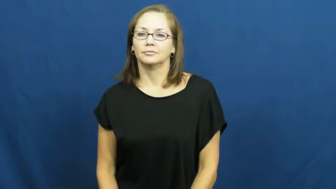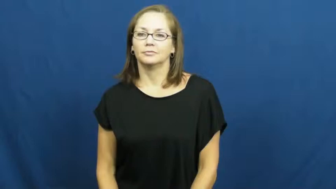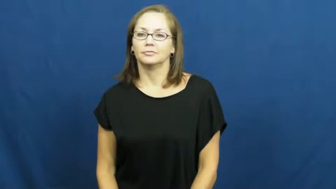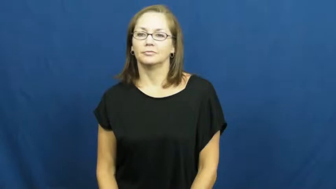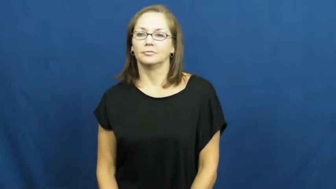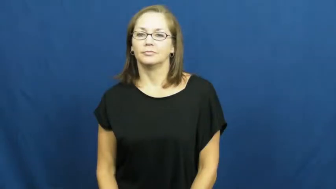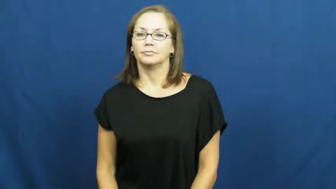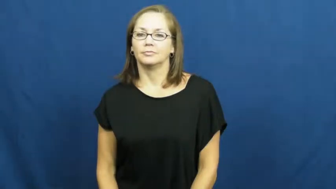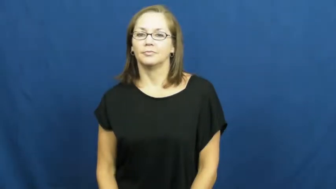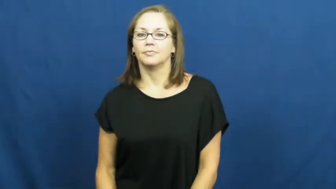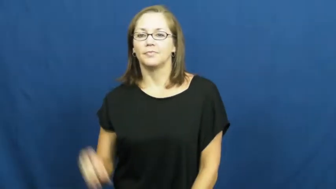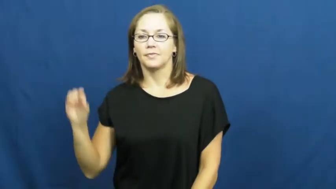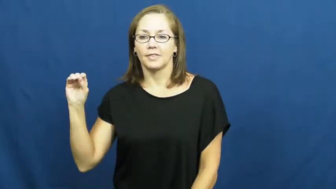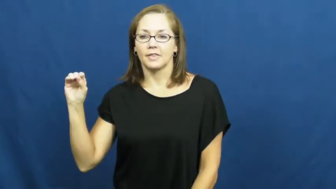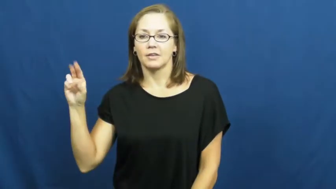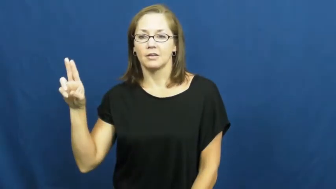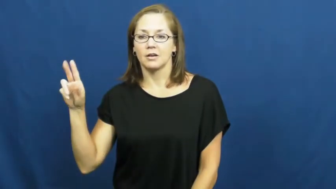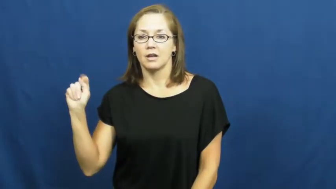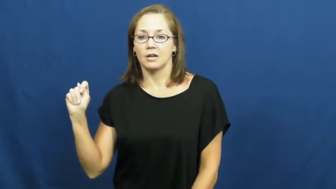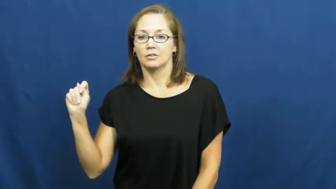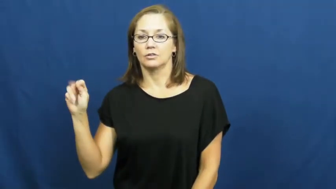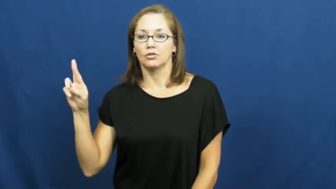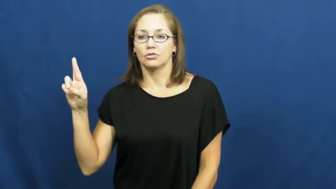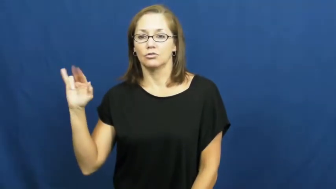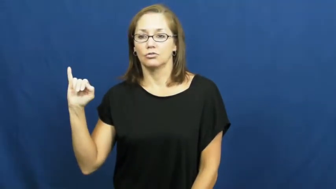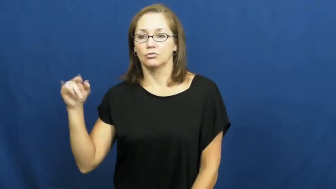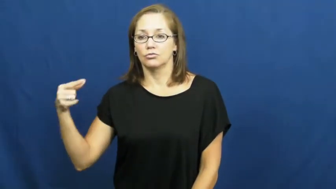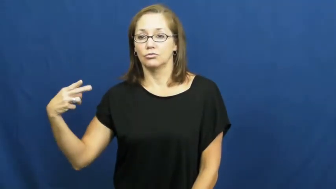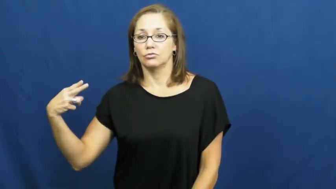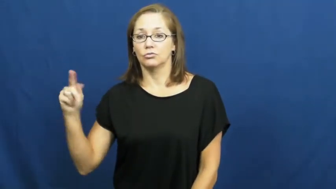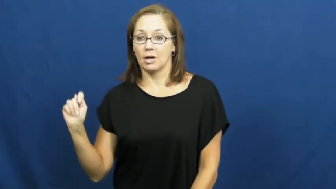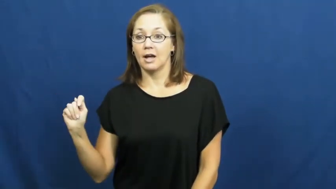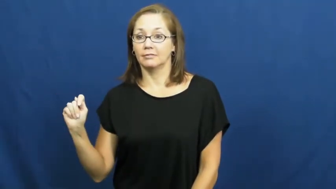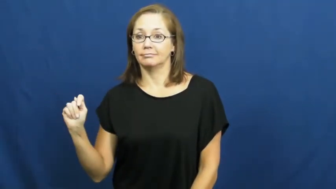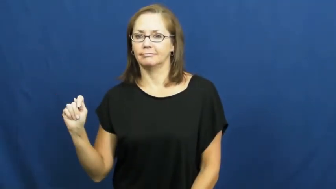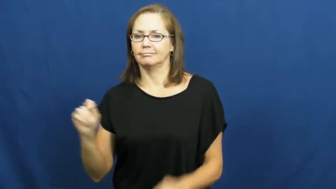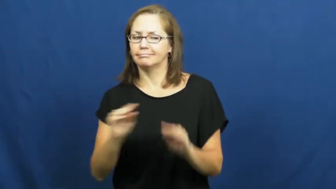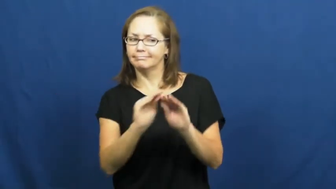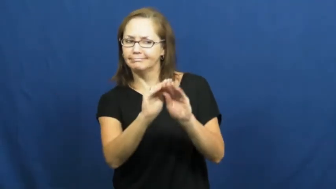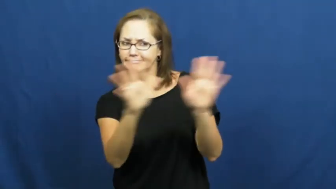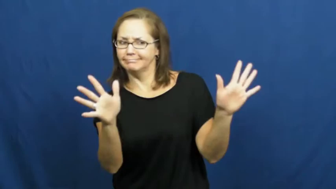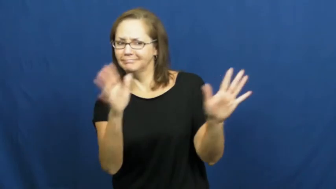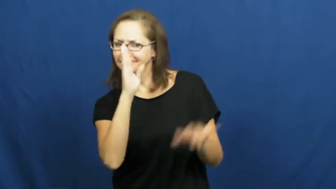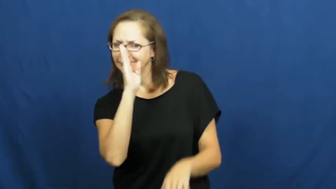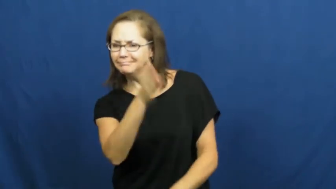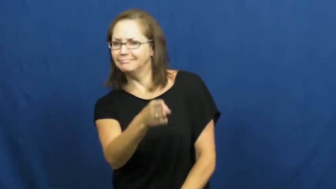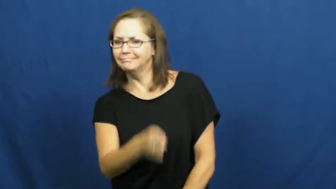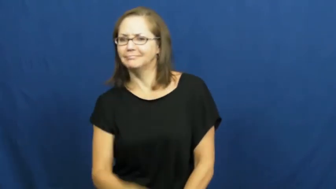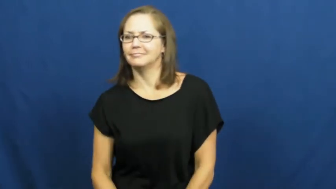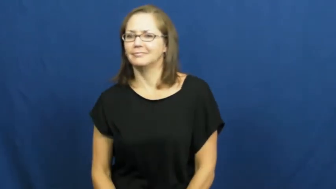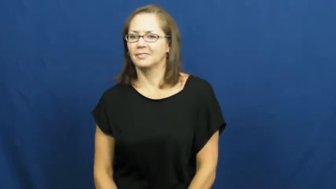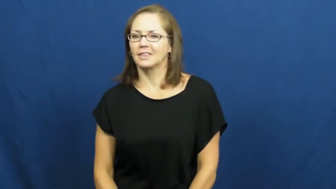outright